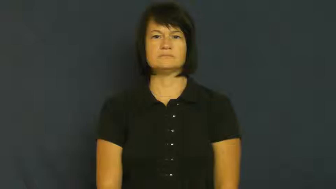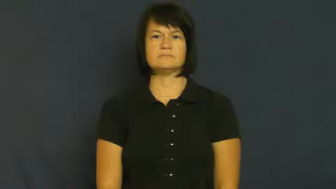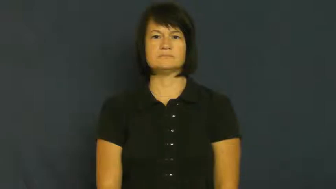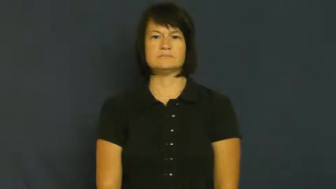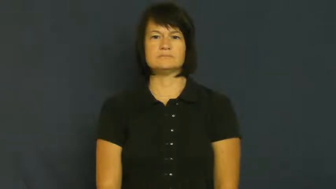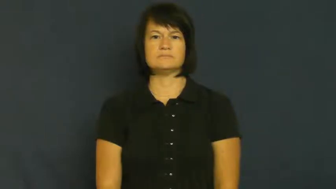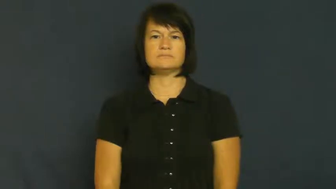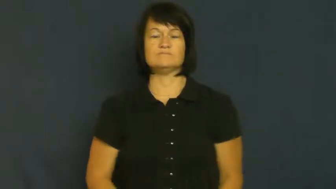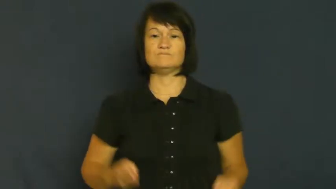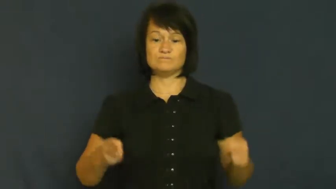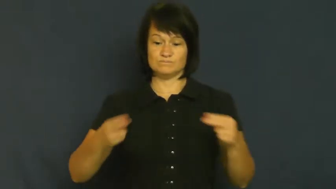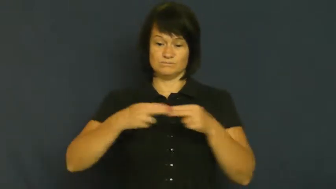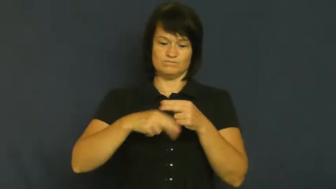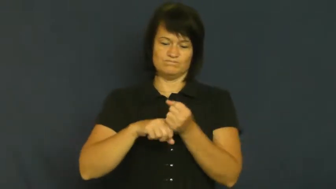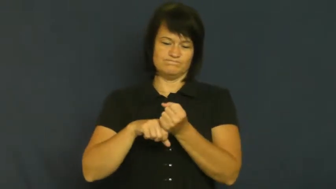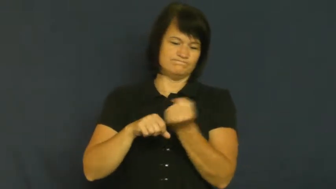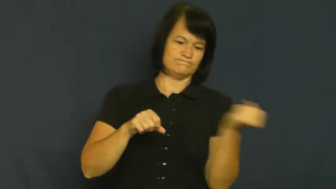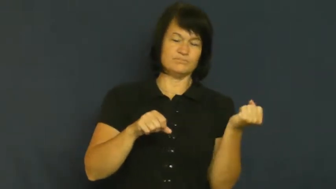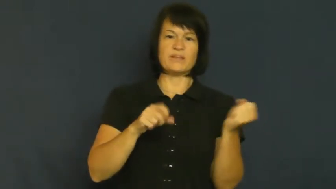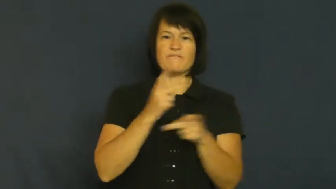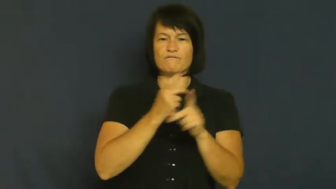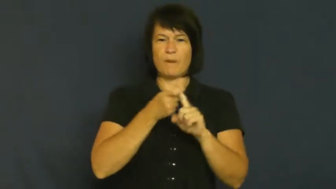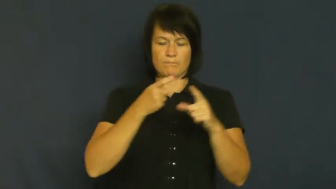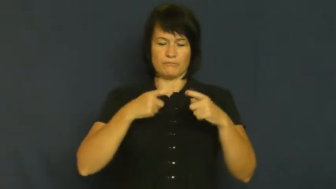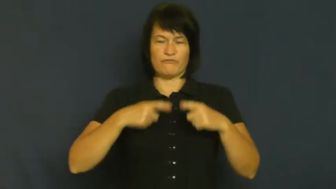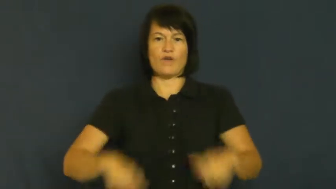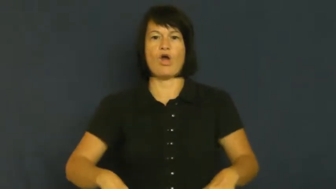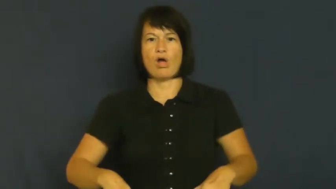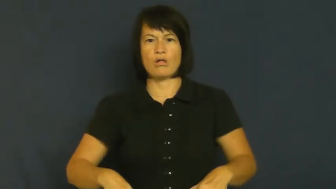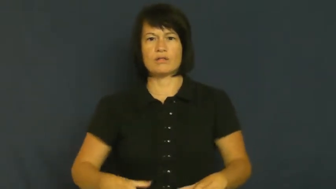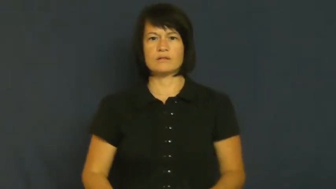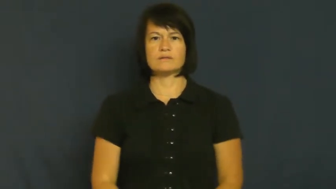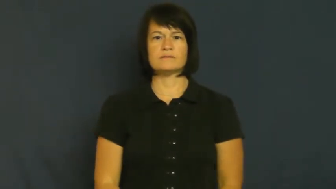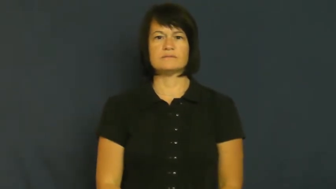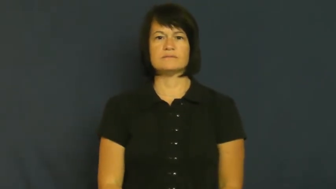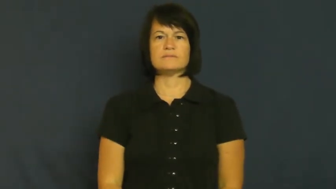strap-belt